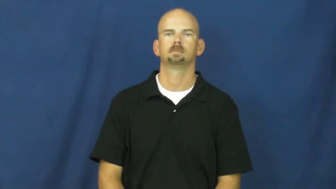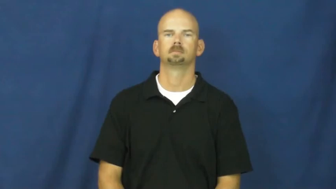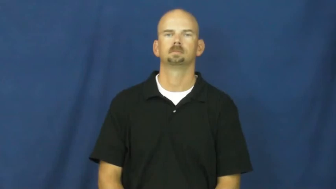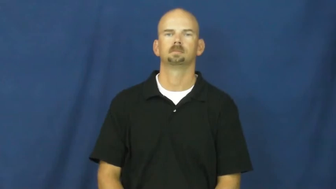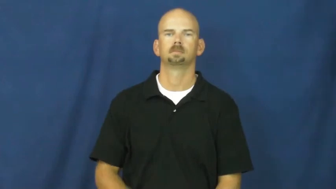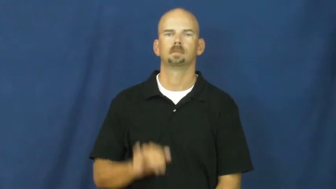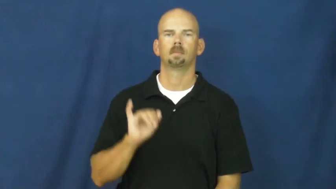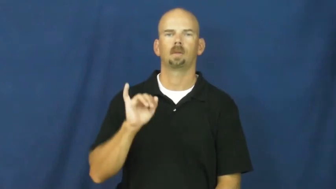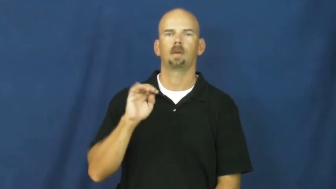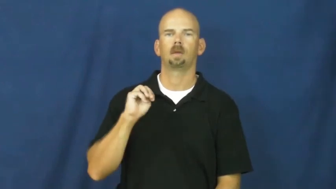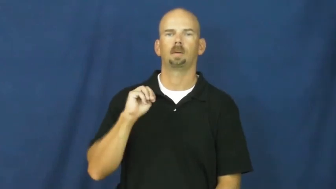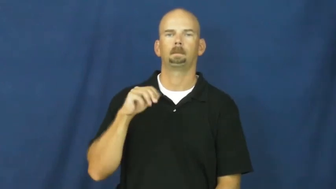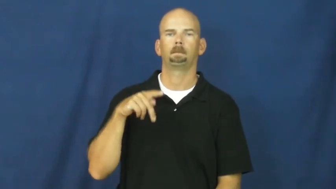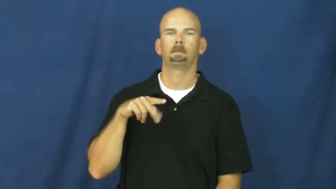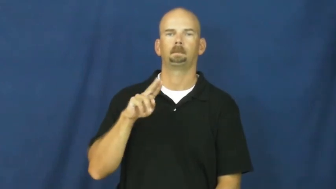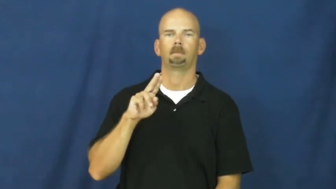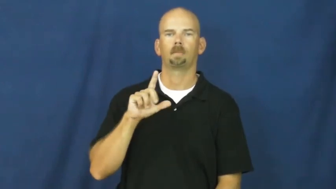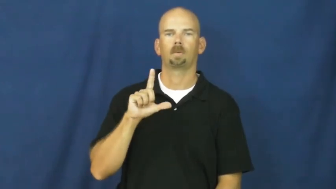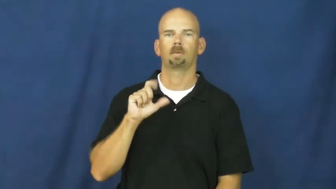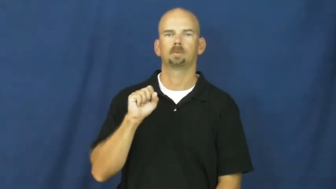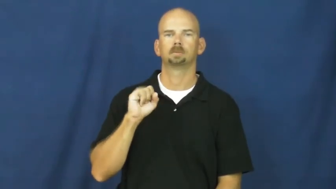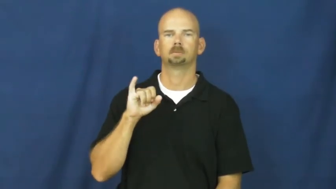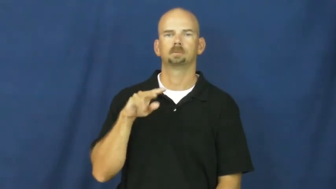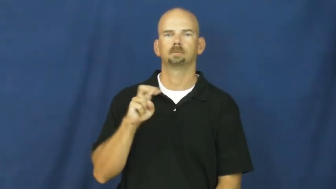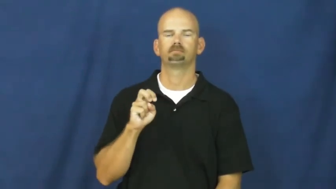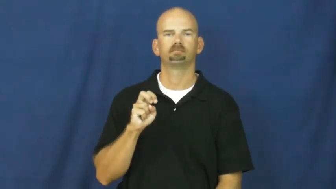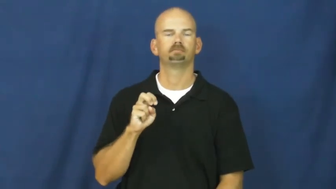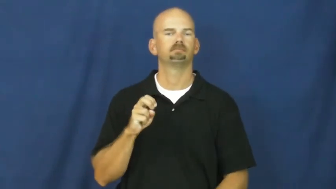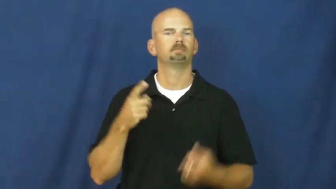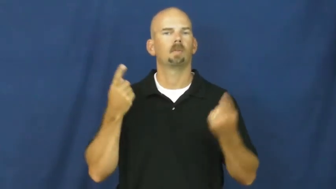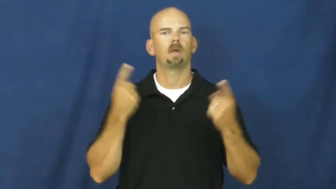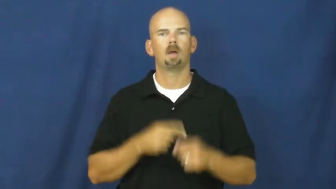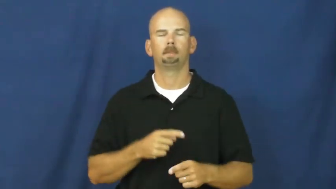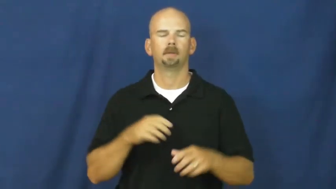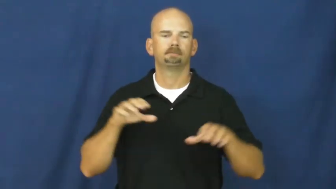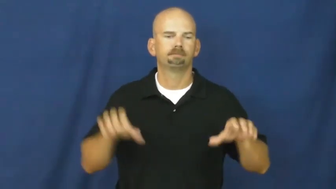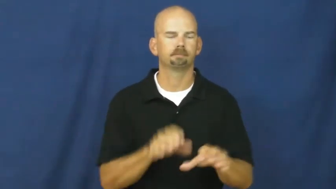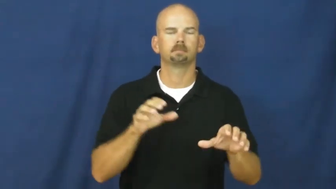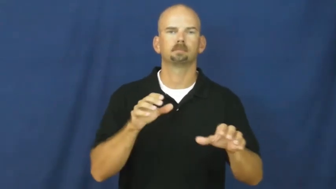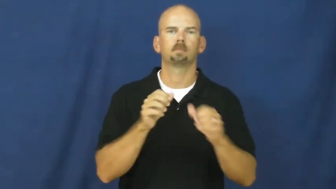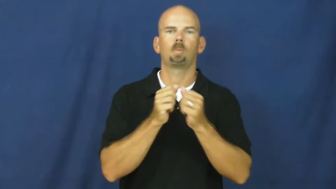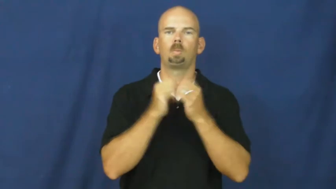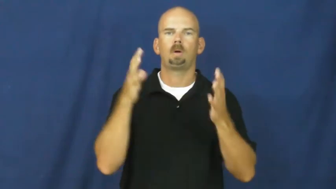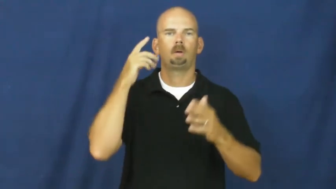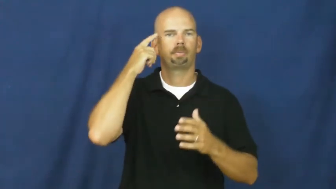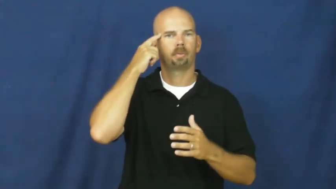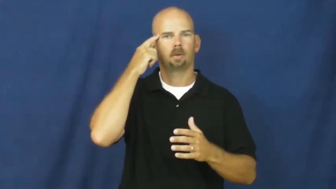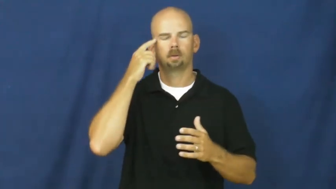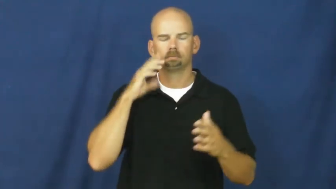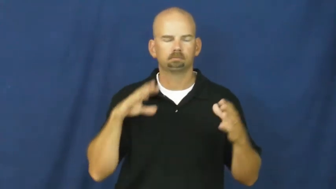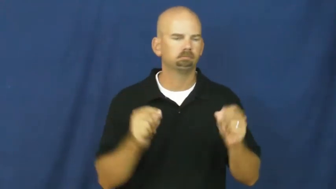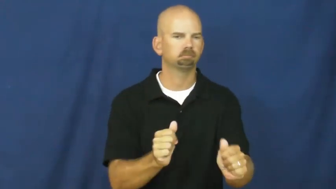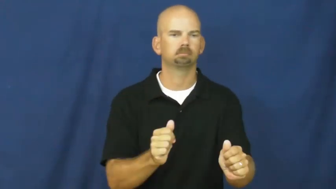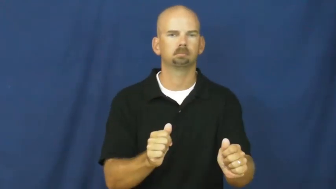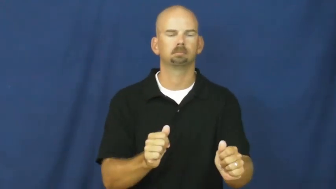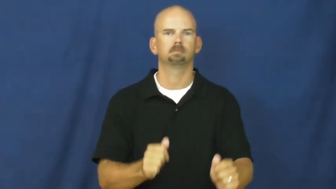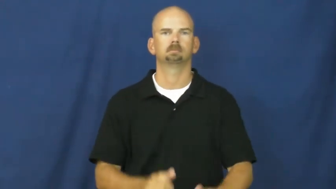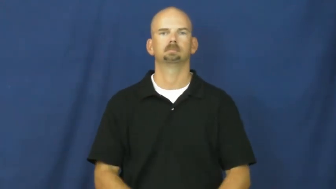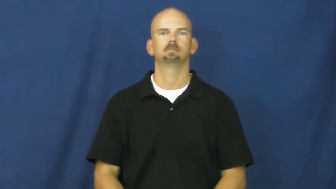impulsive